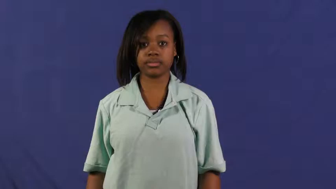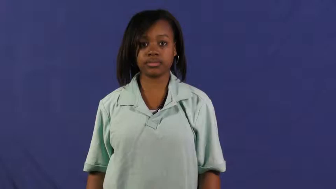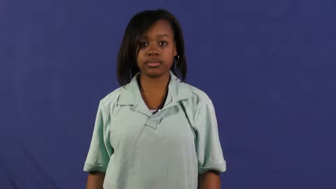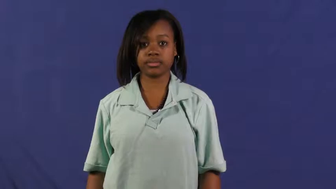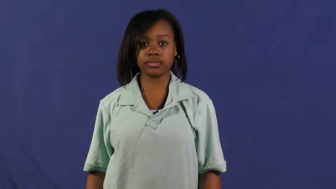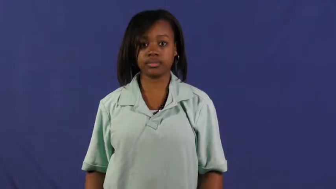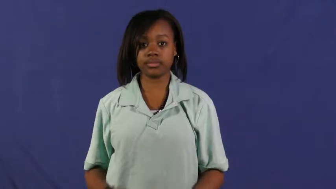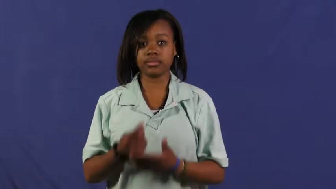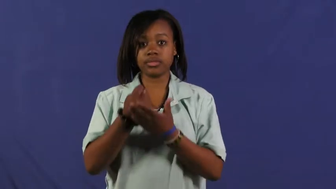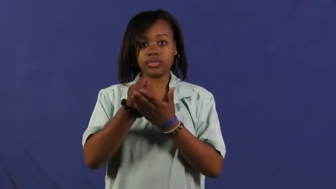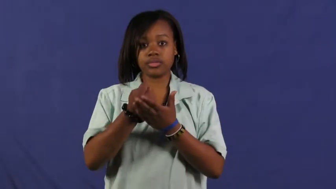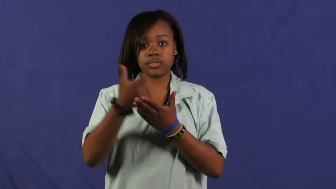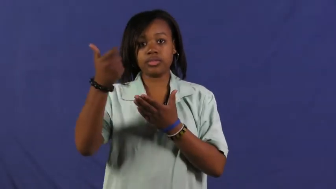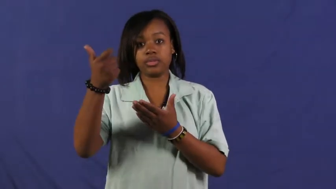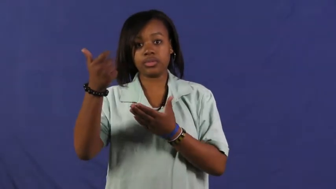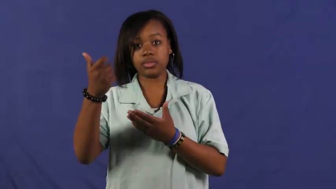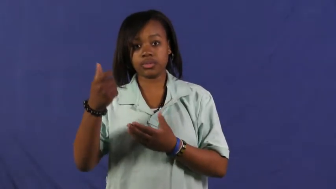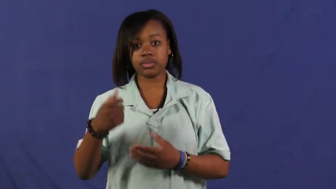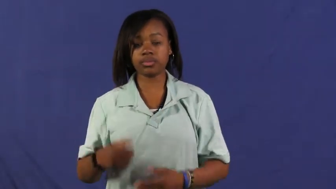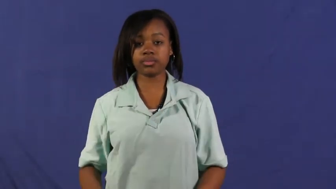oust,out